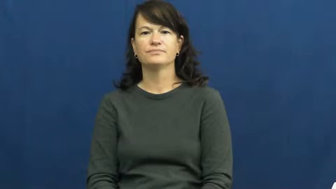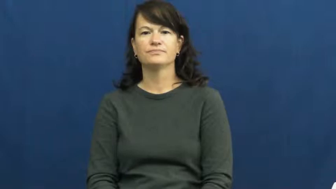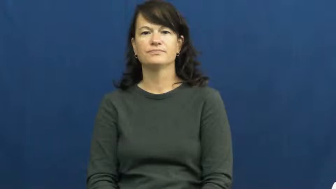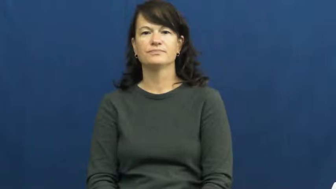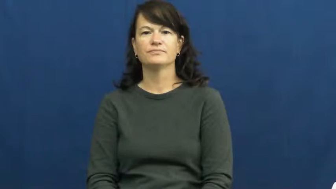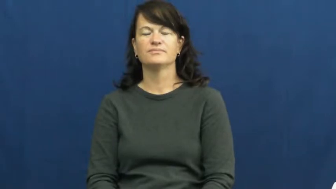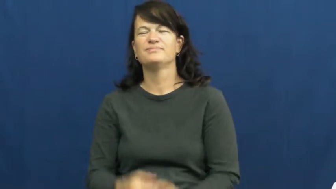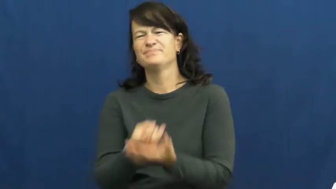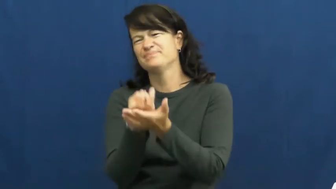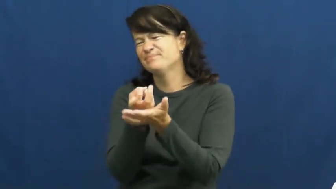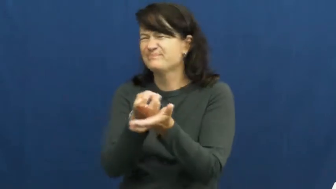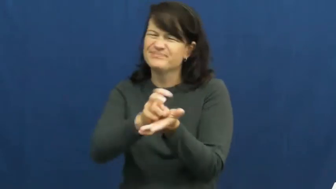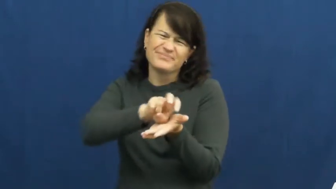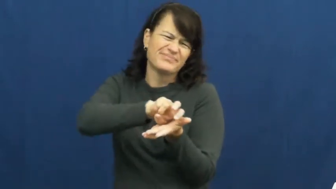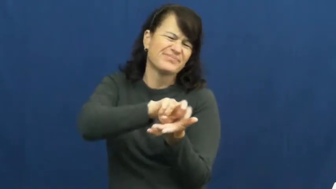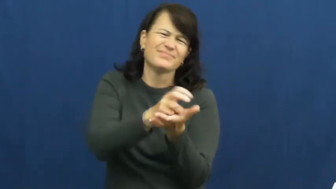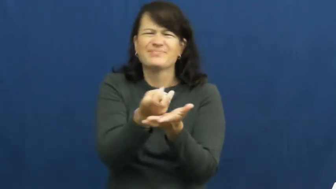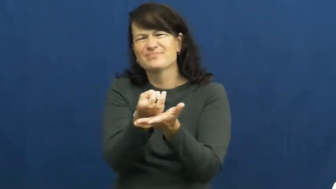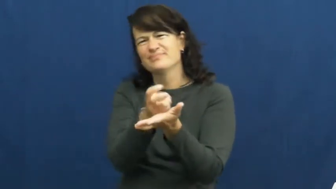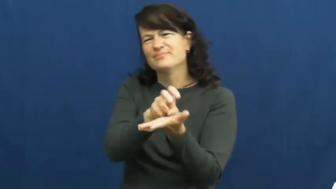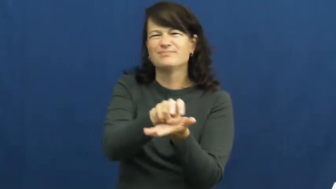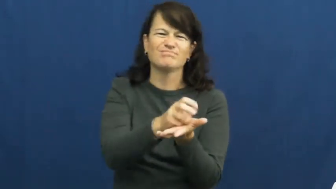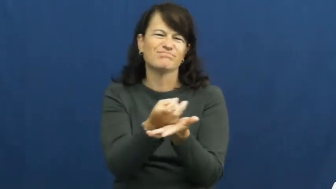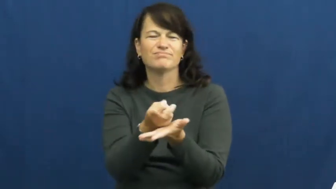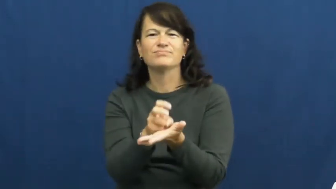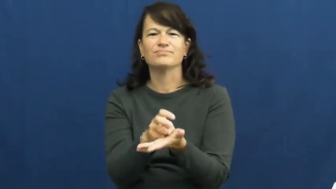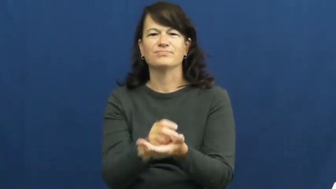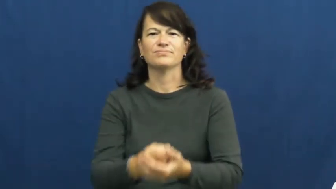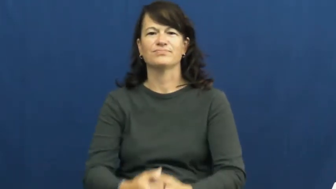toss and turn